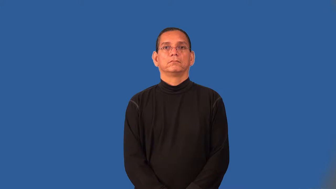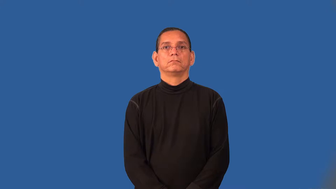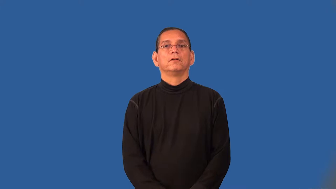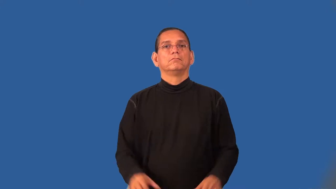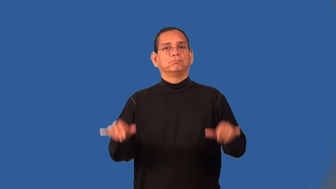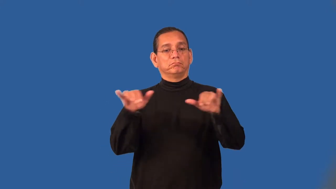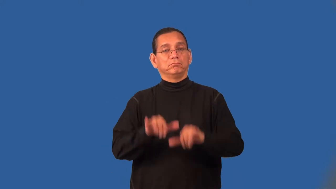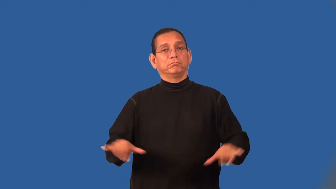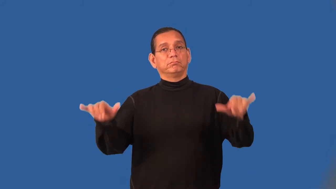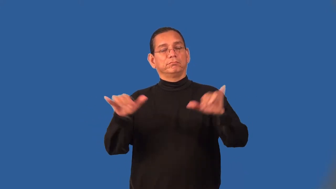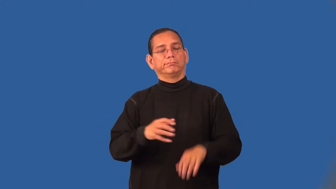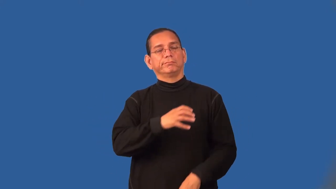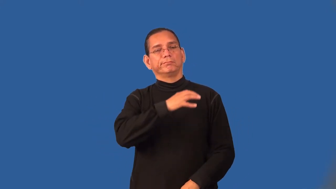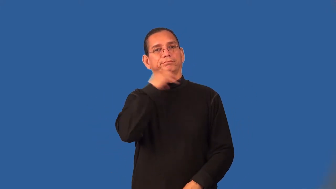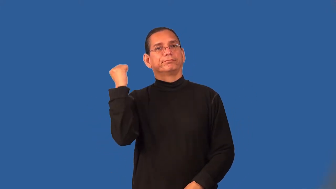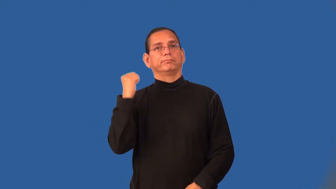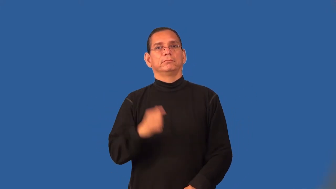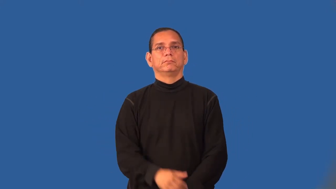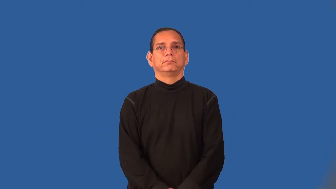trite